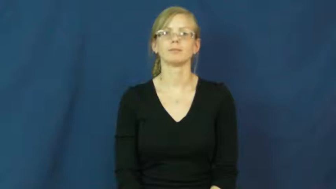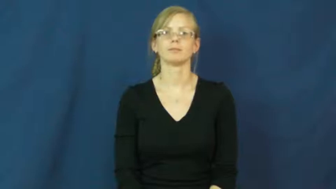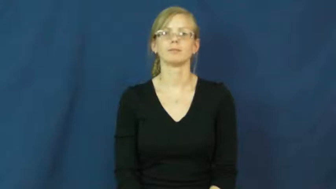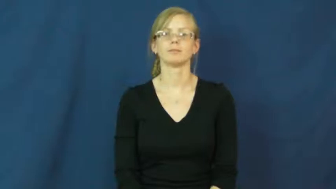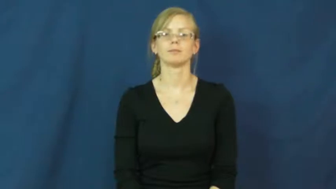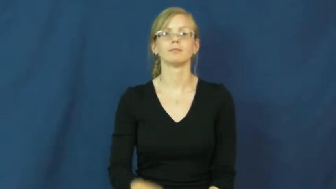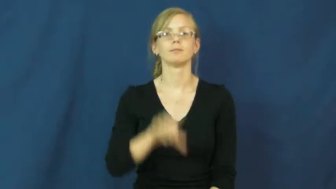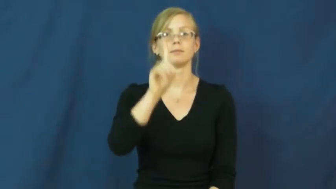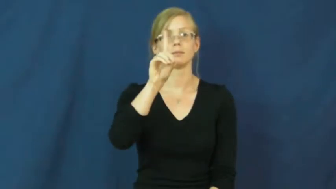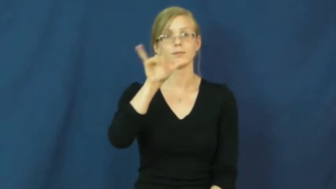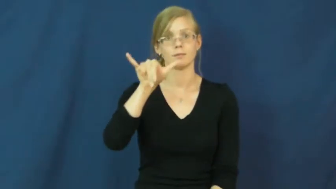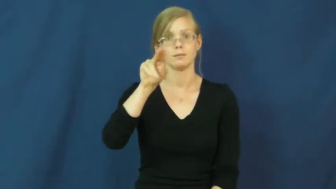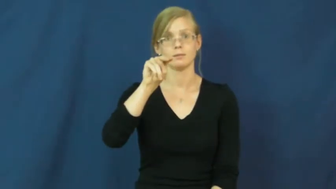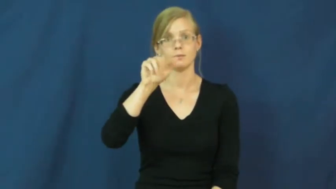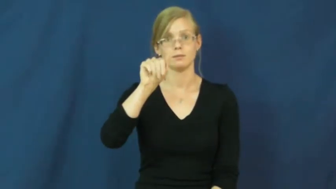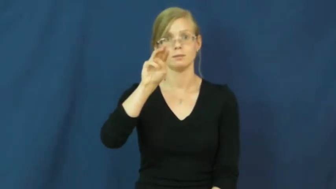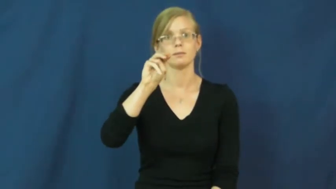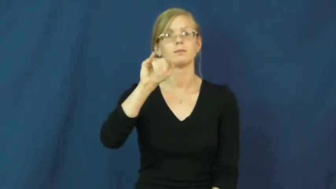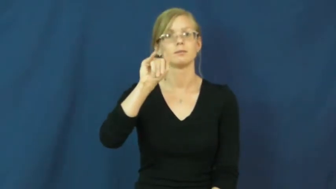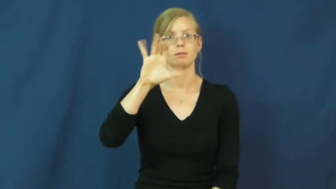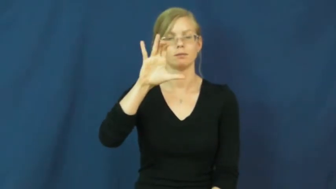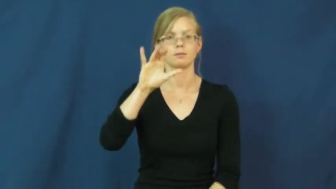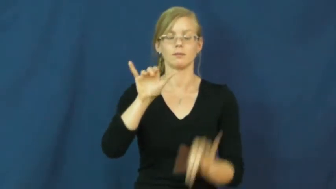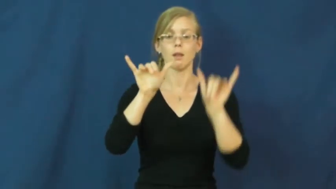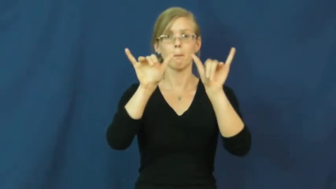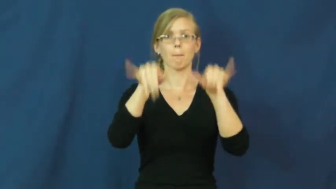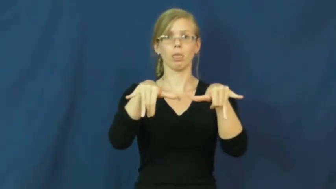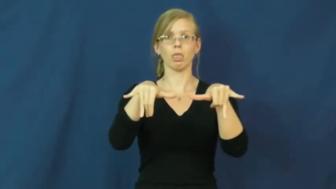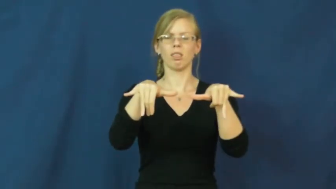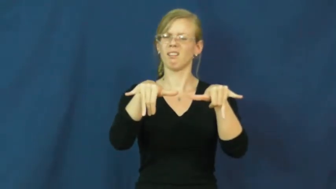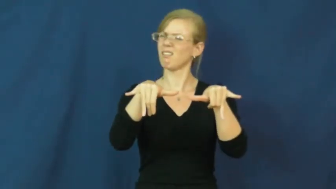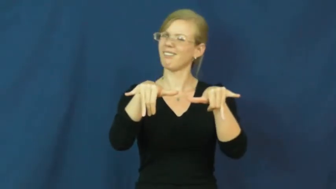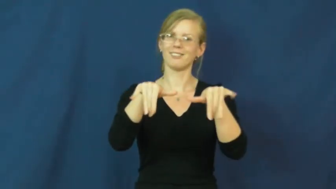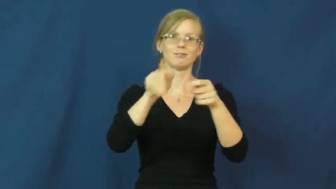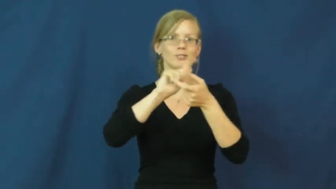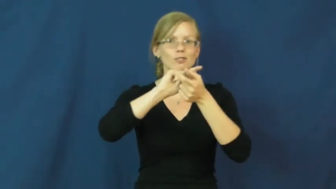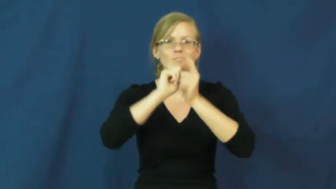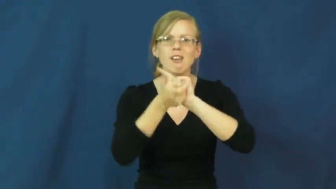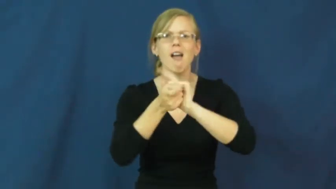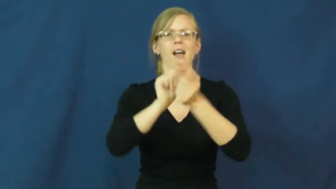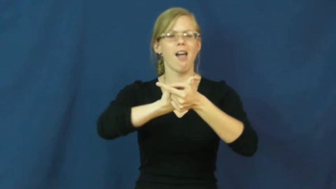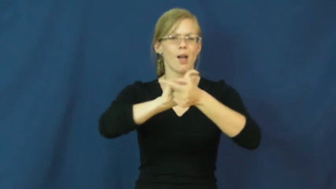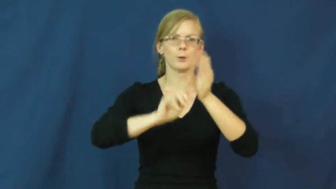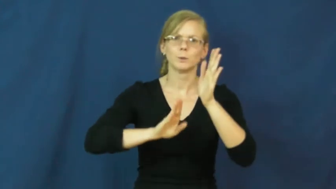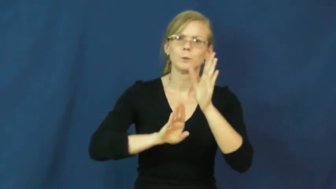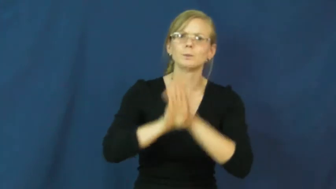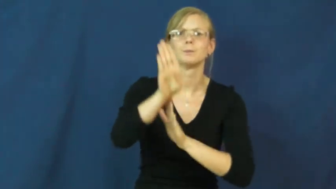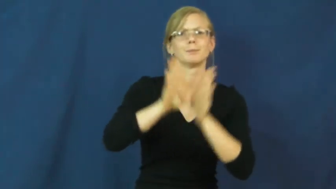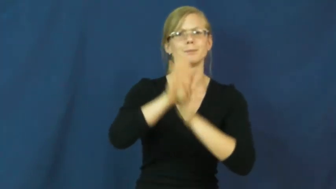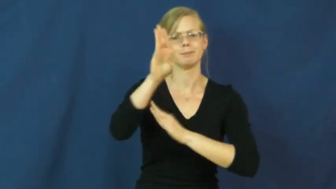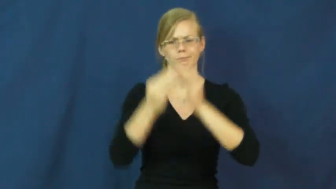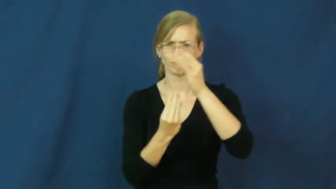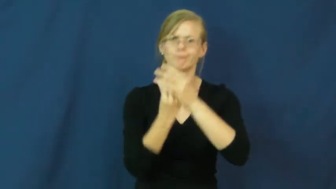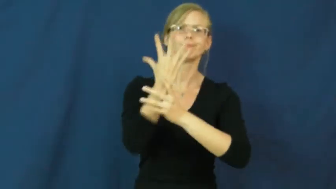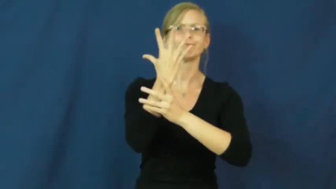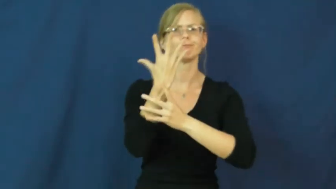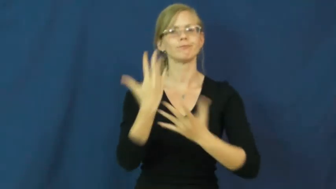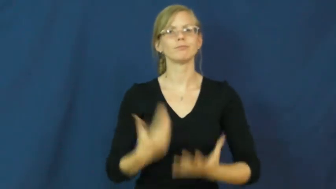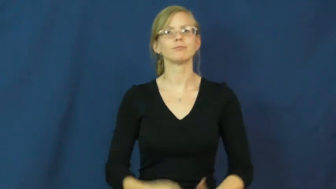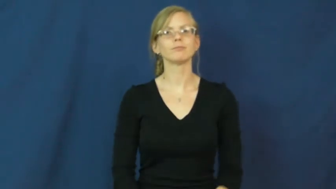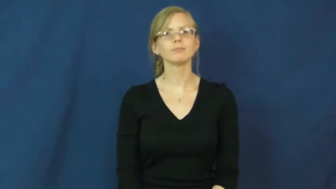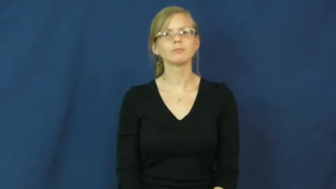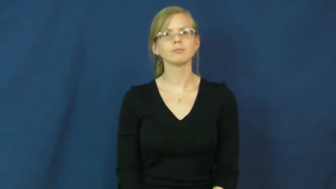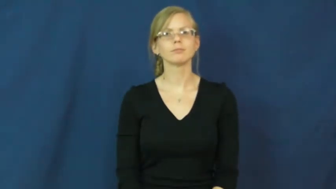dynamic-changing